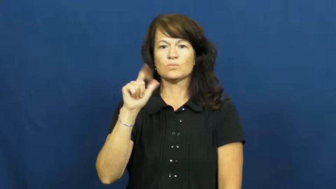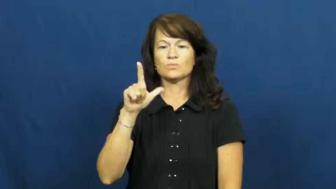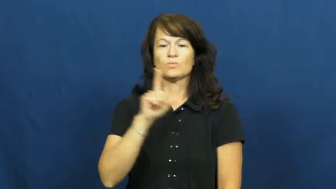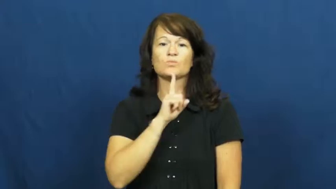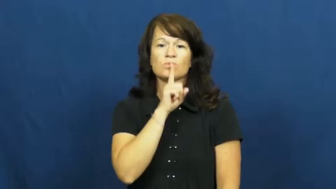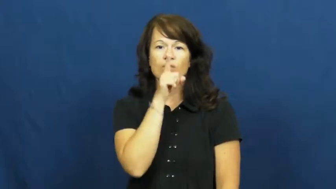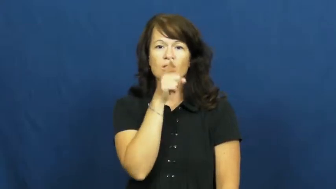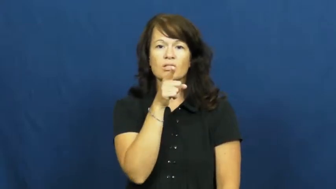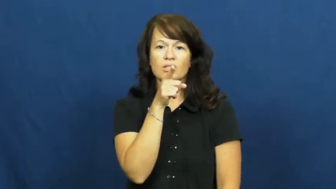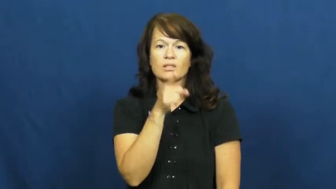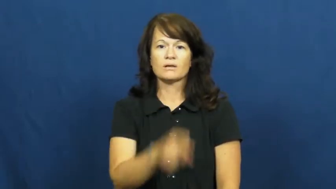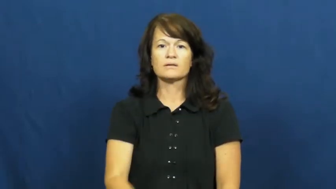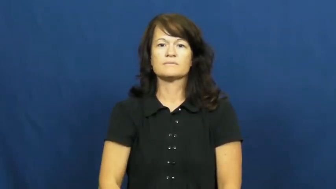tangible